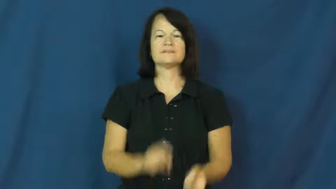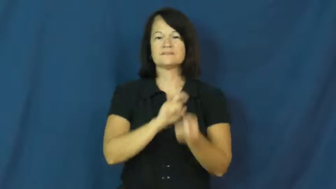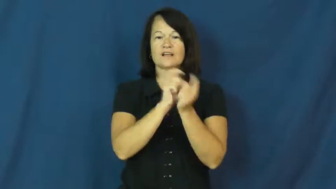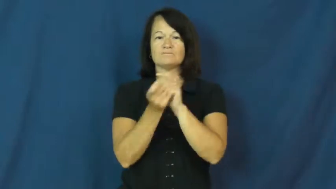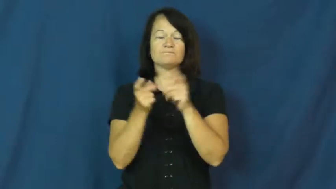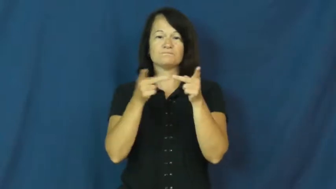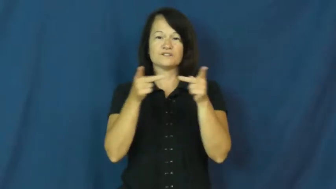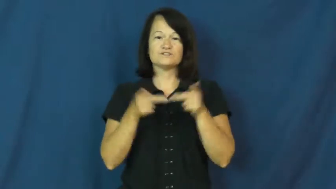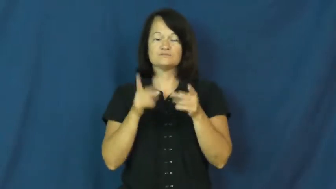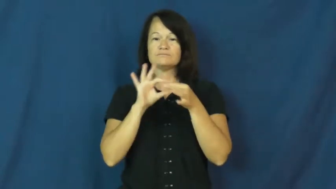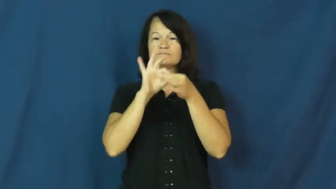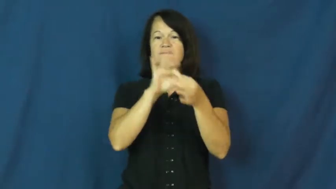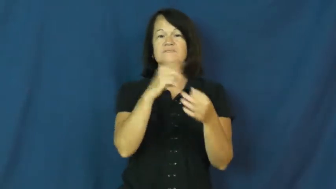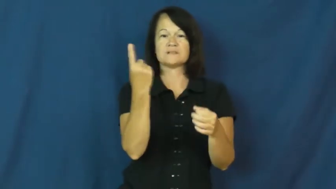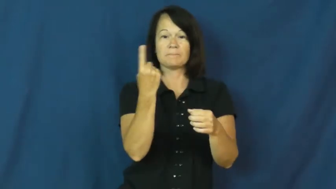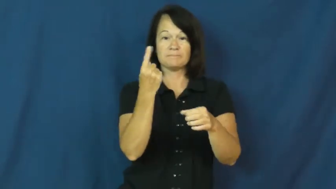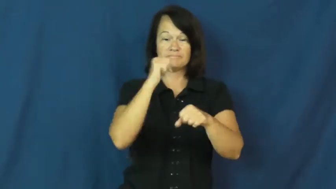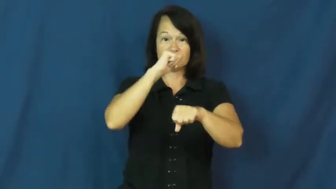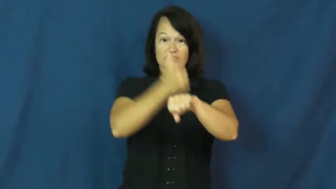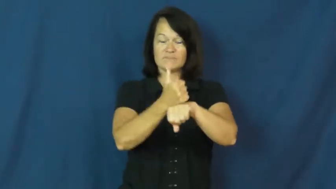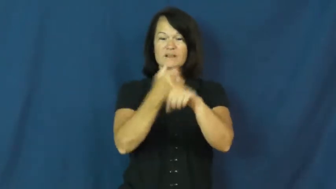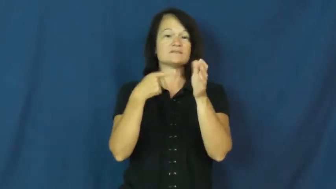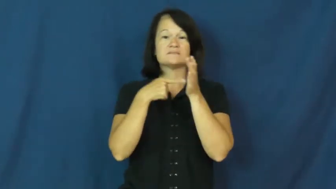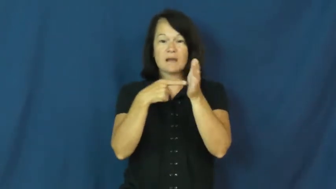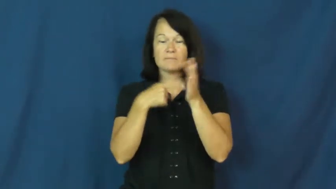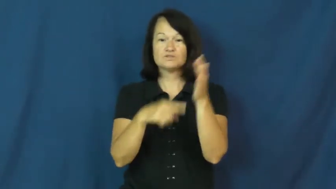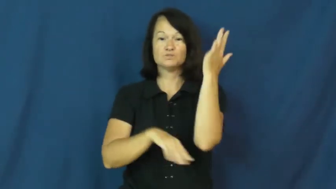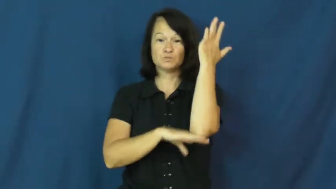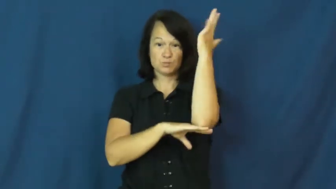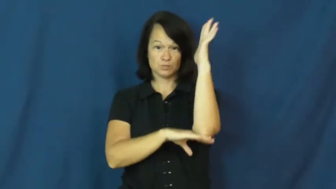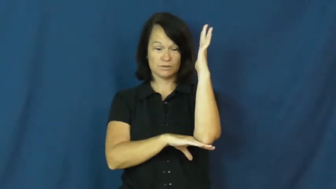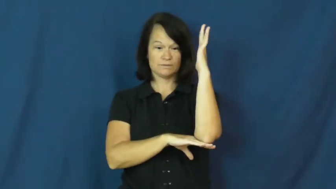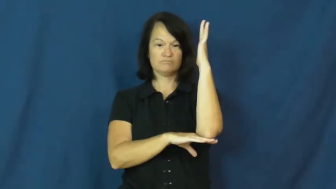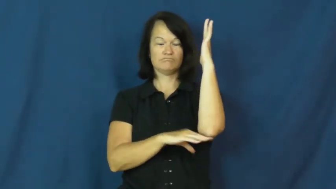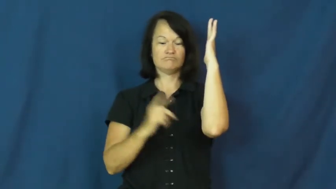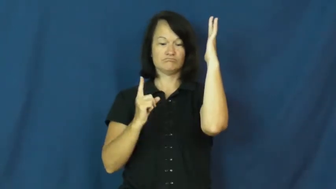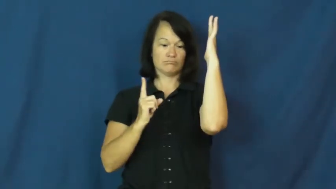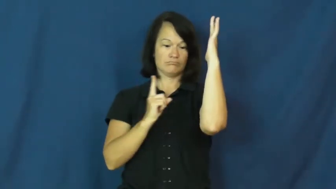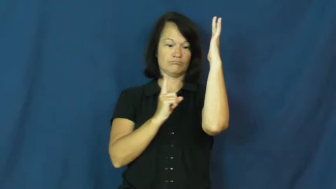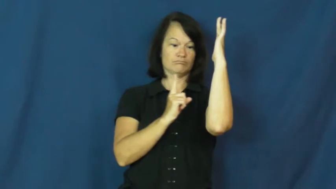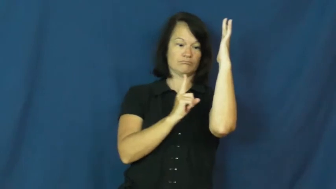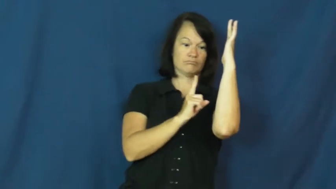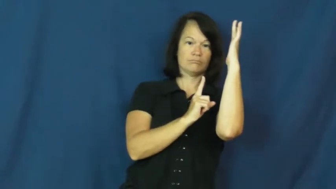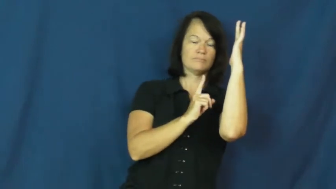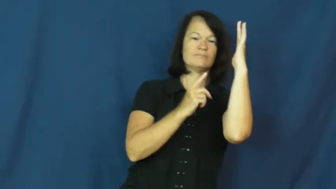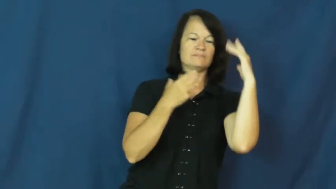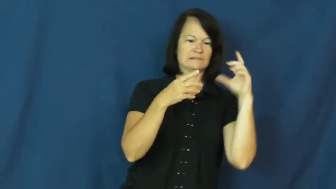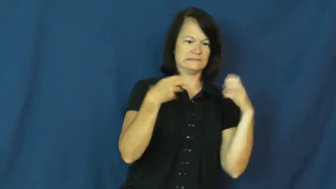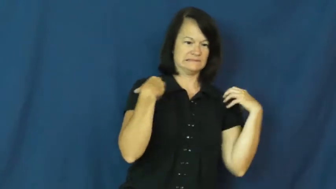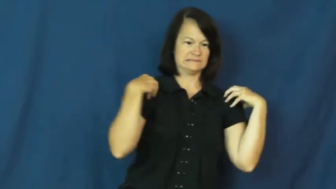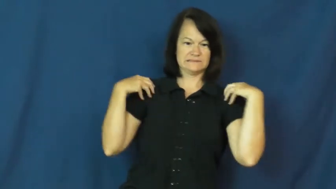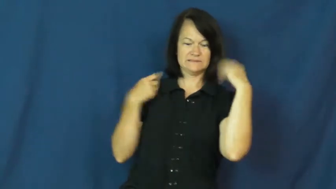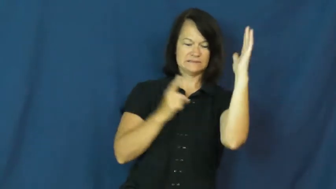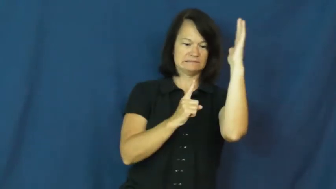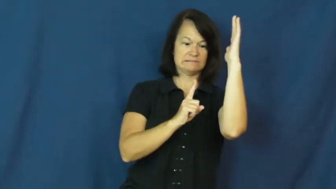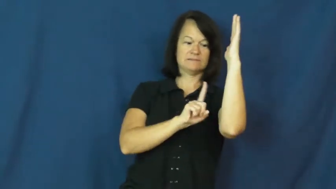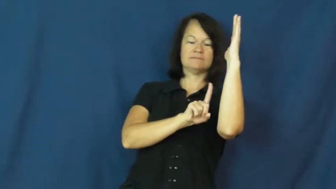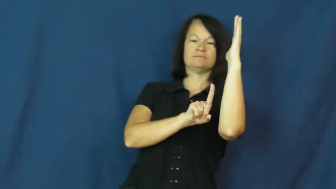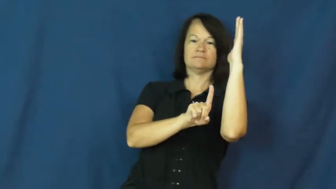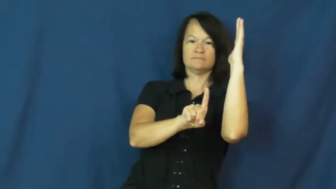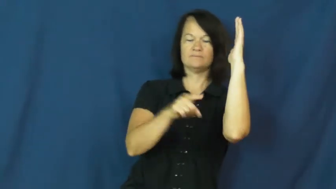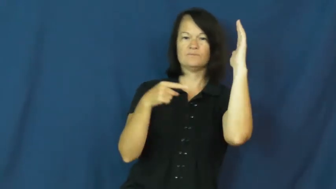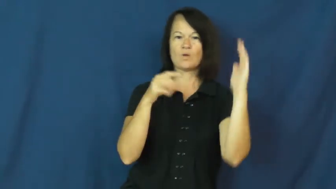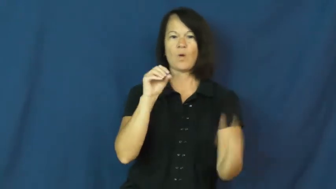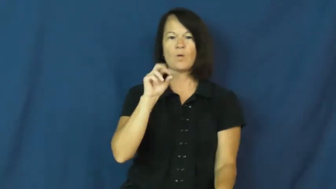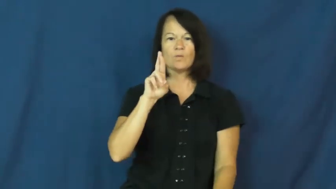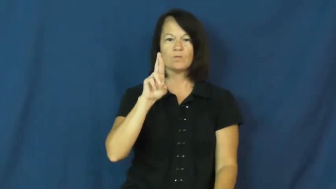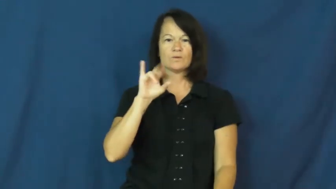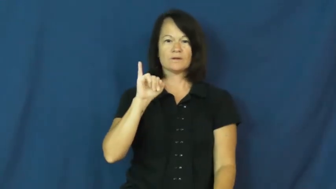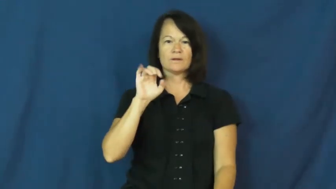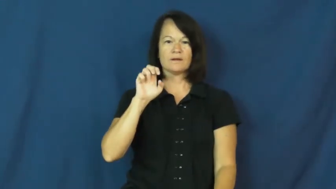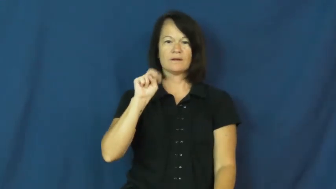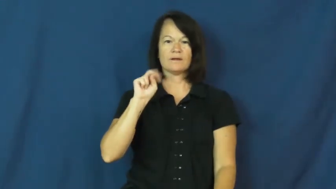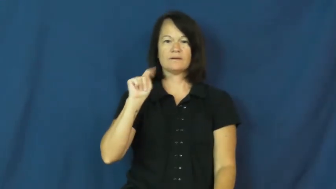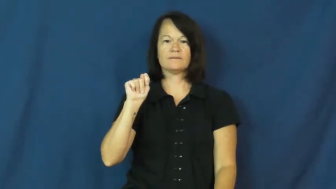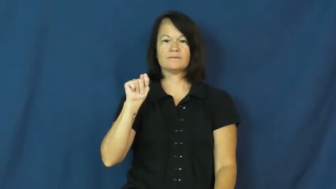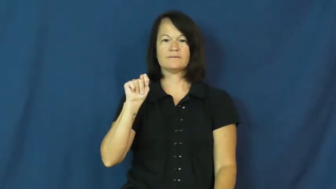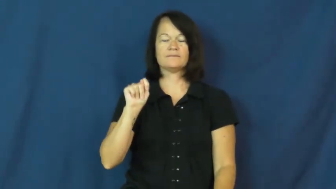orient-change position